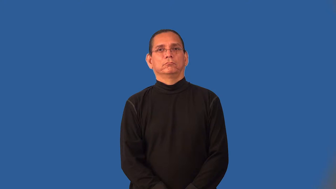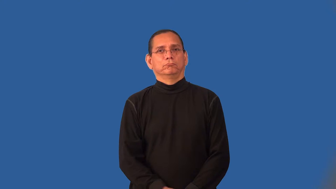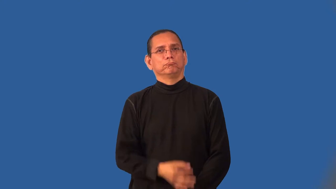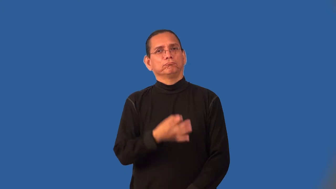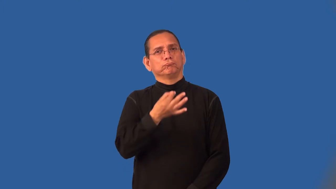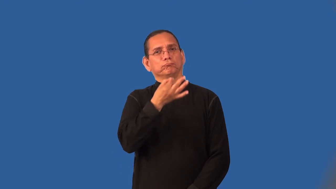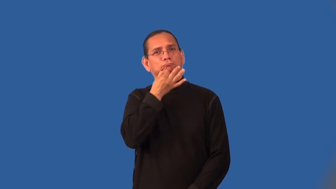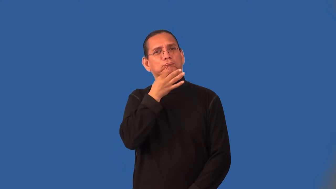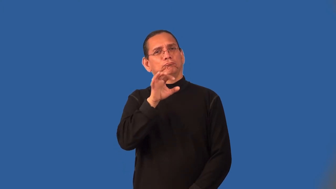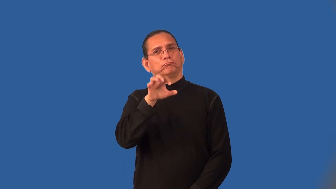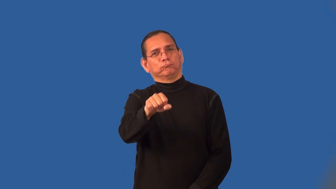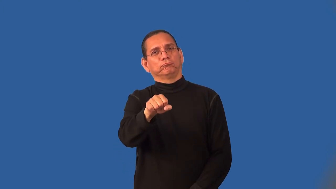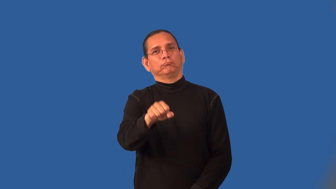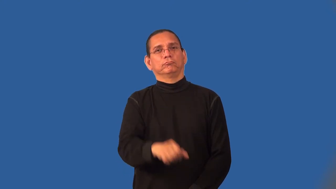keen,sharp-sense